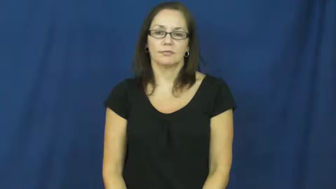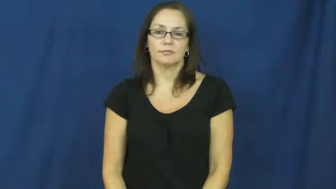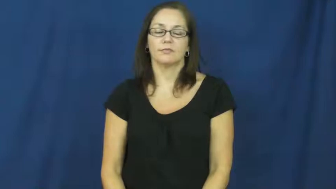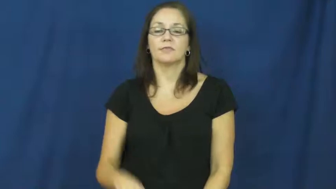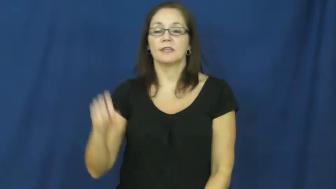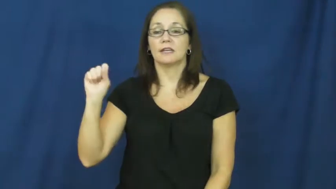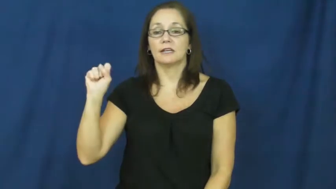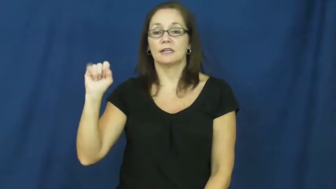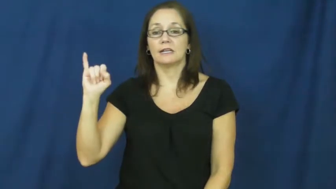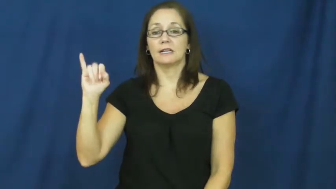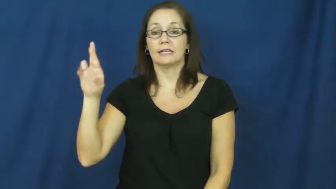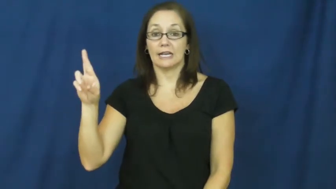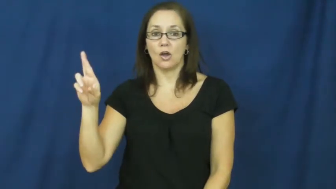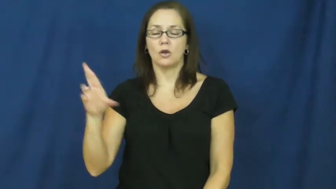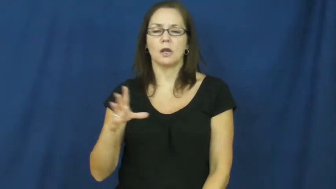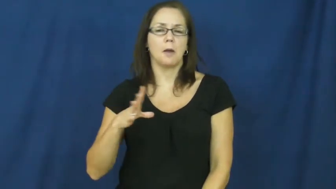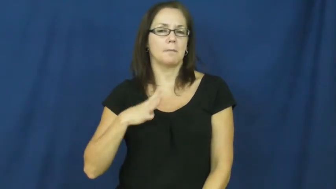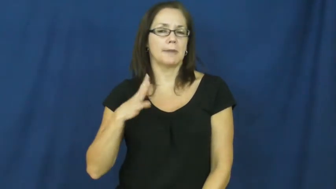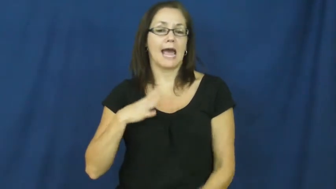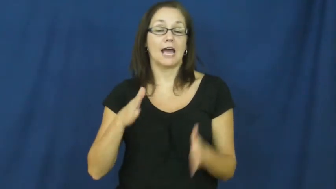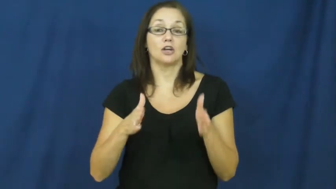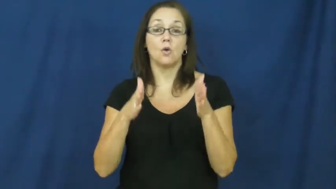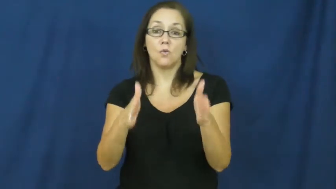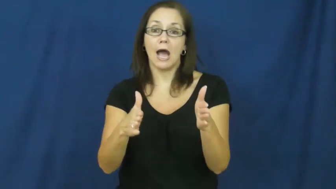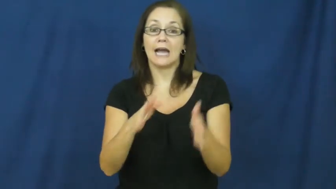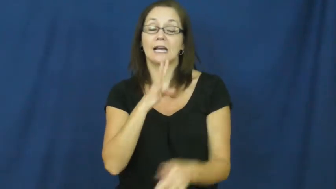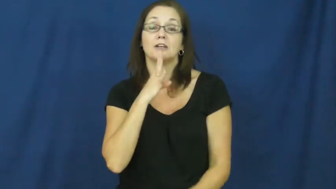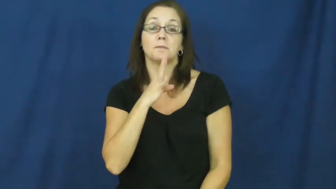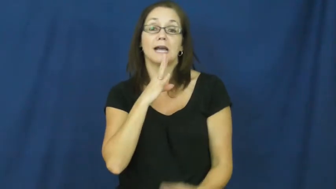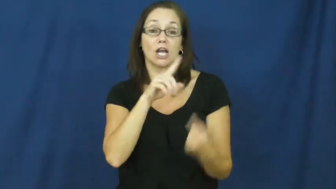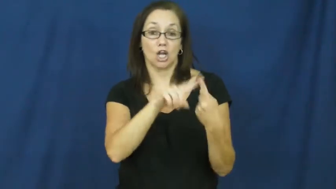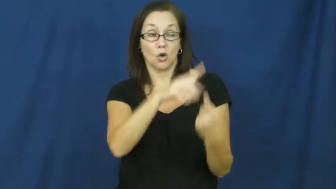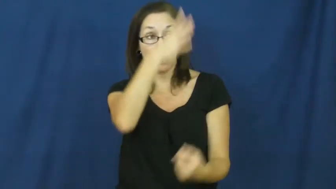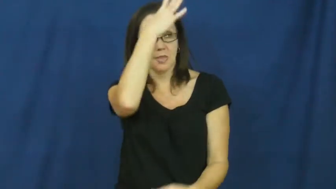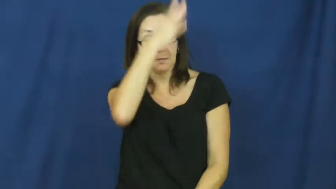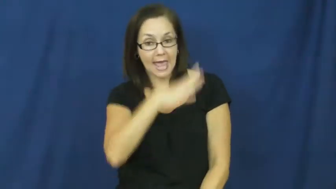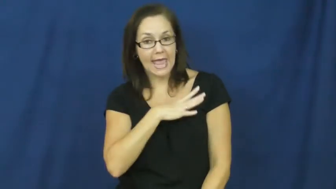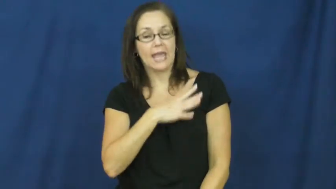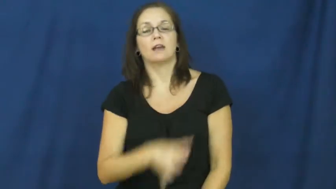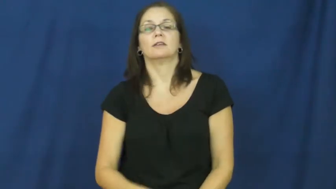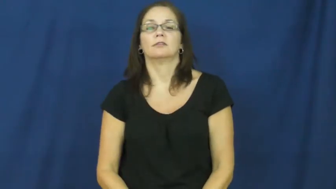sir